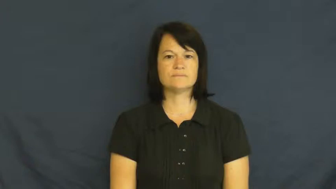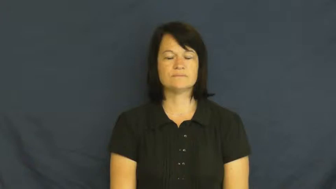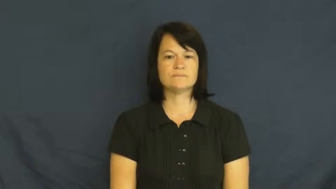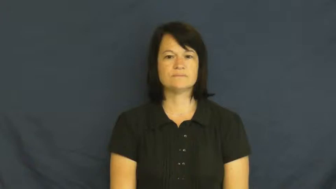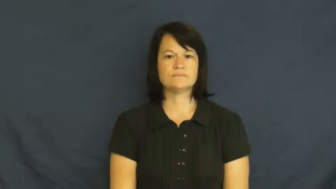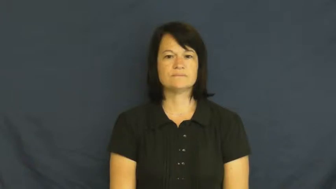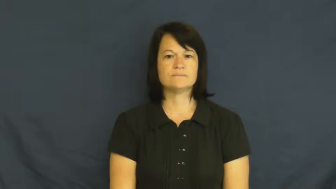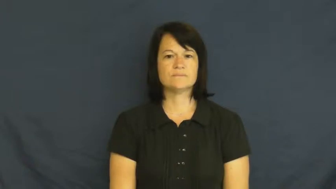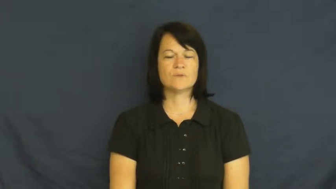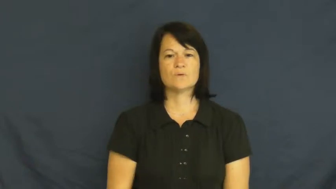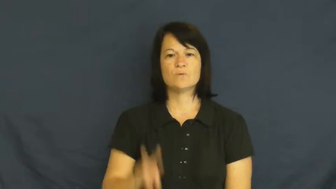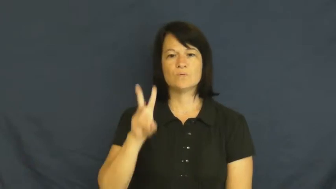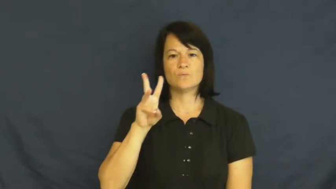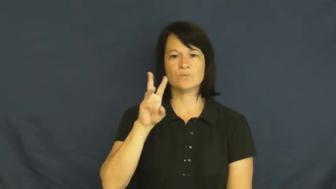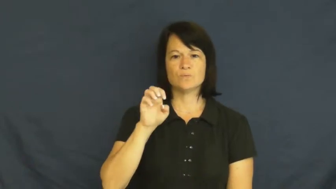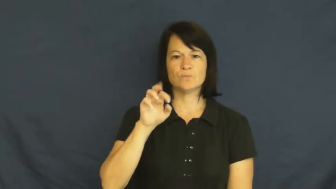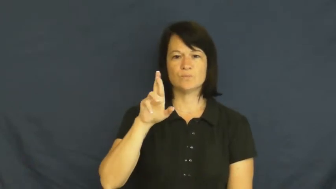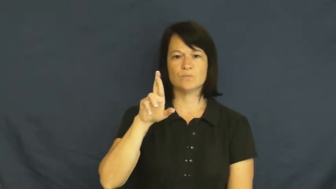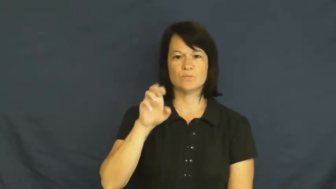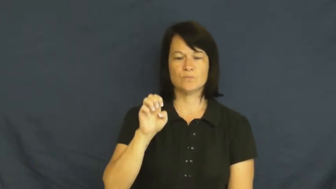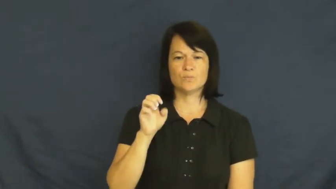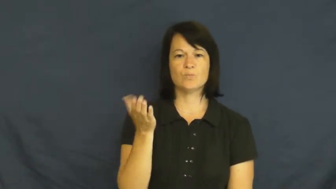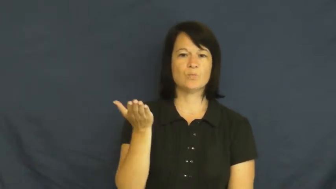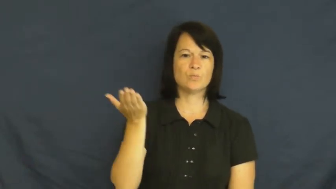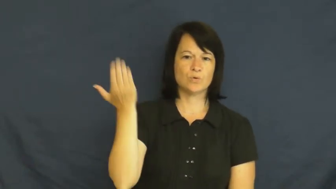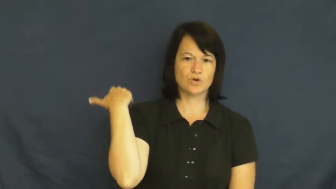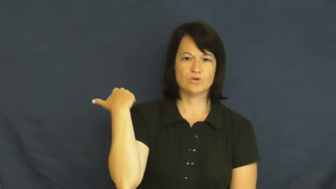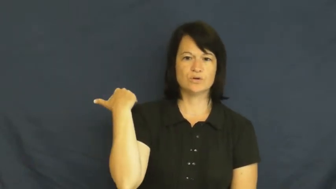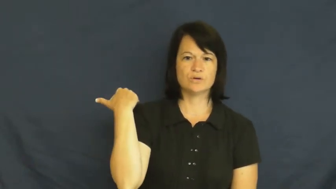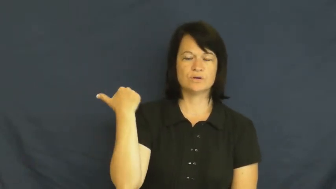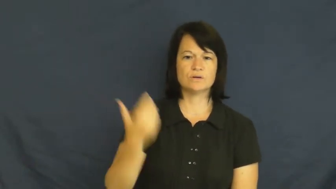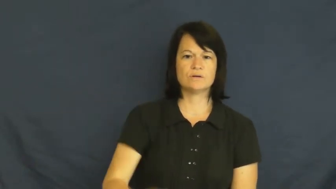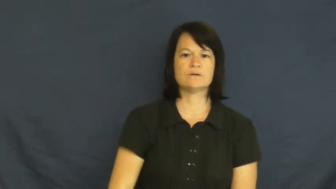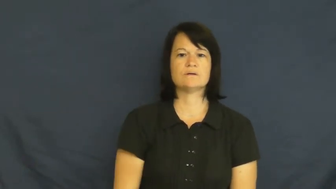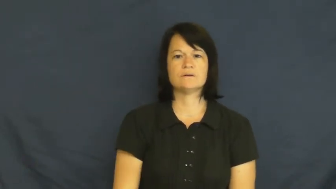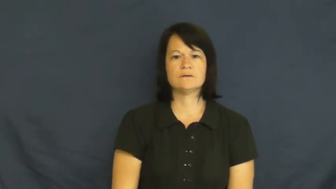were